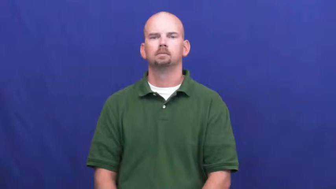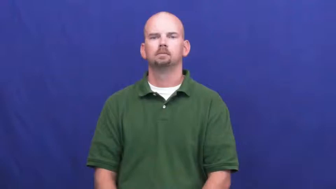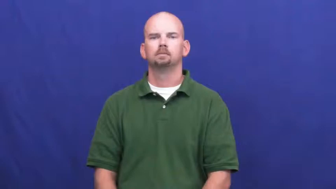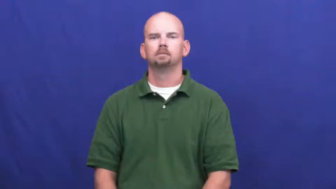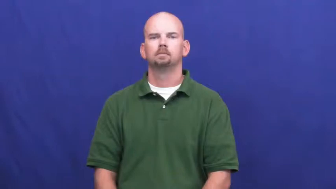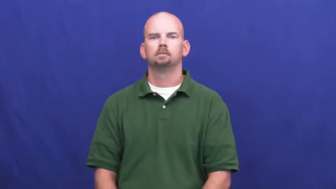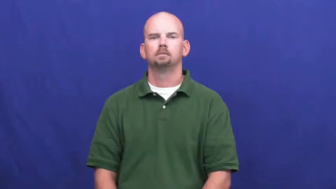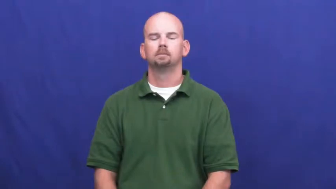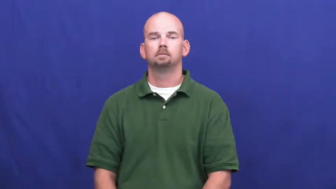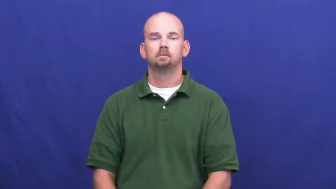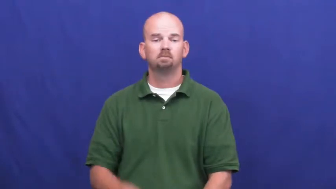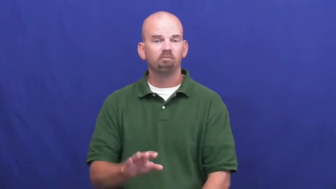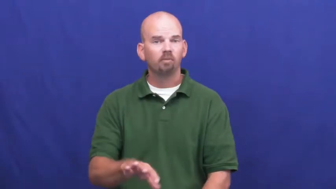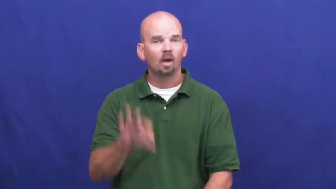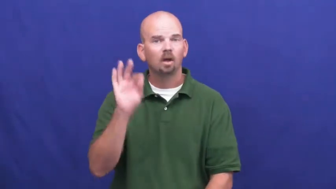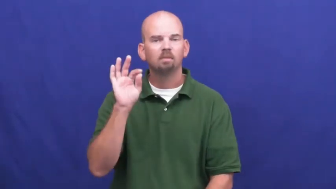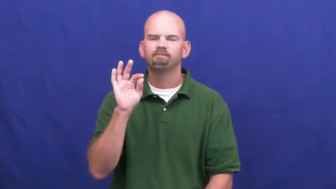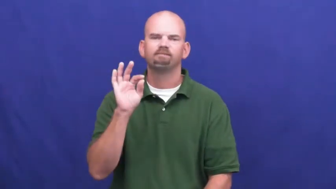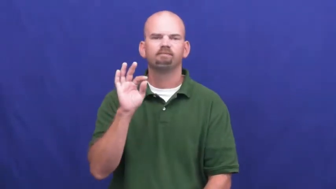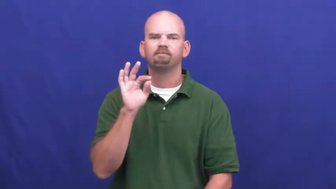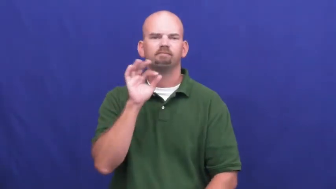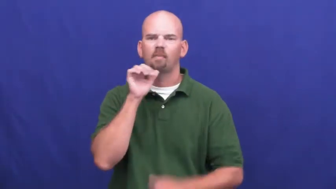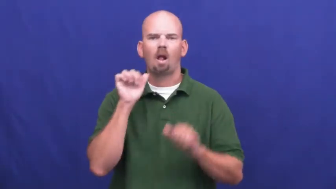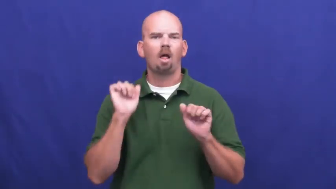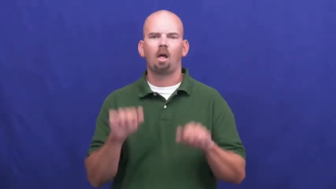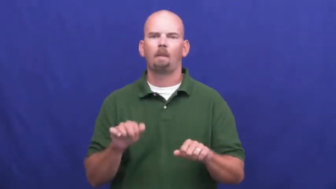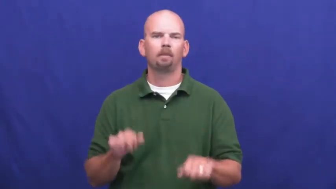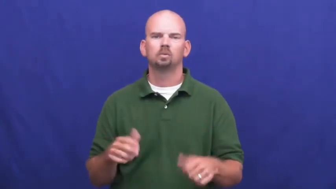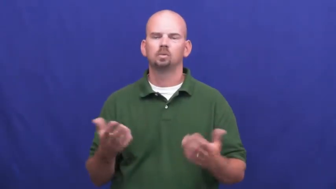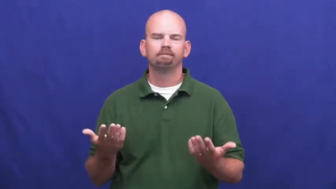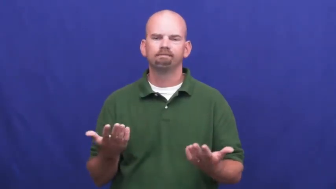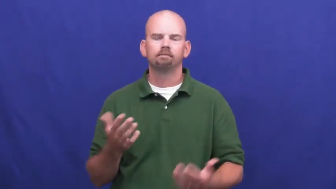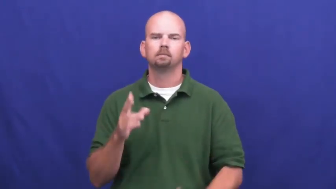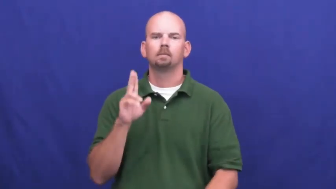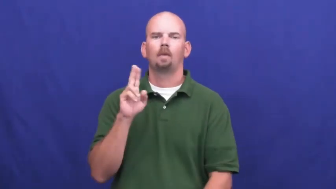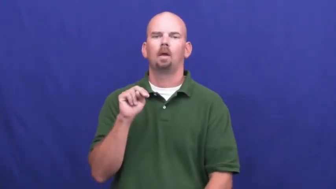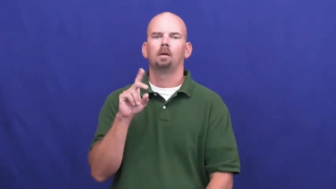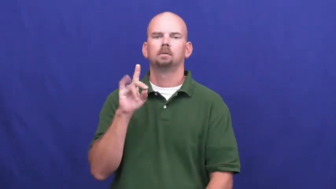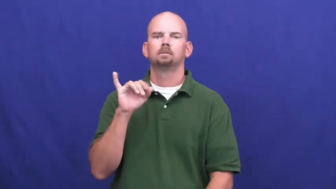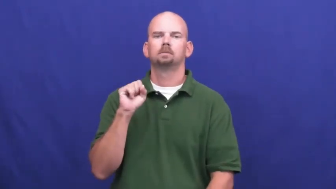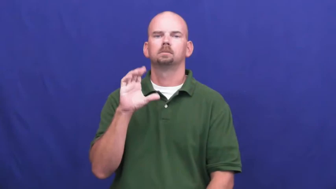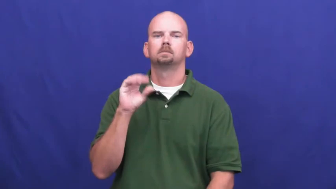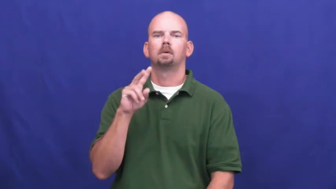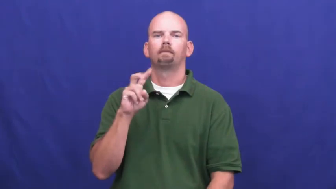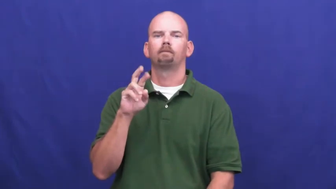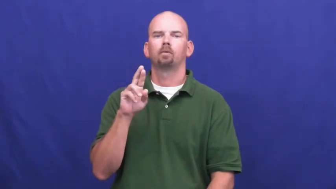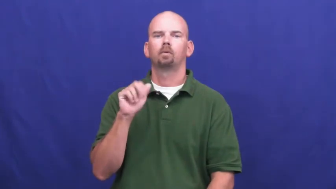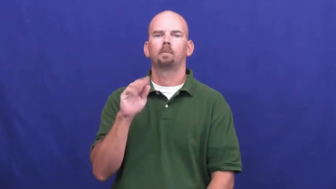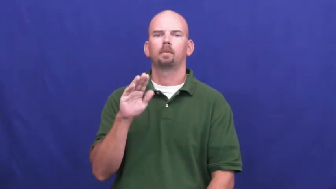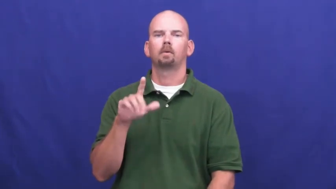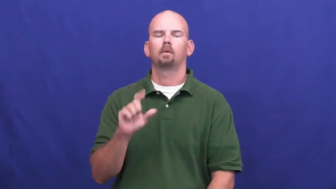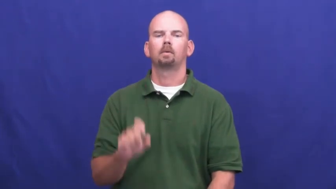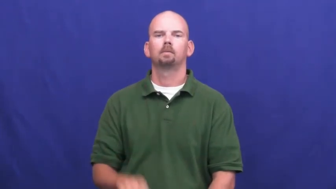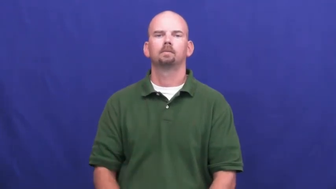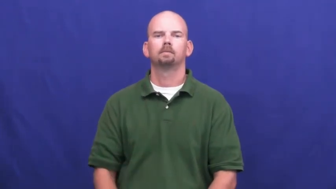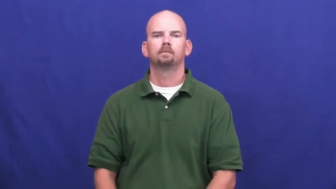undiscoverable